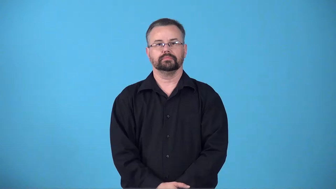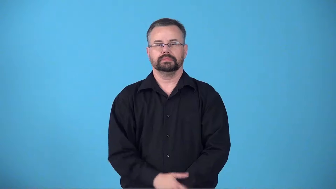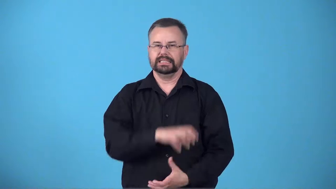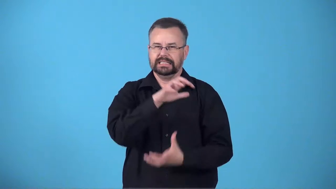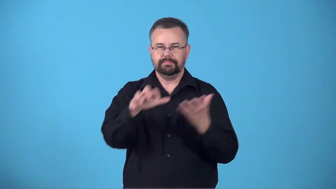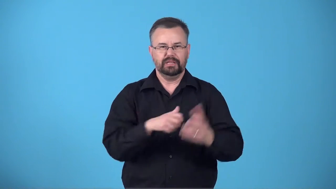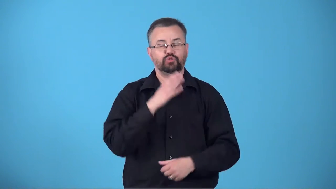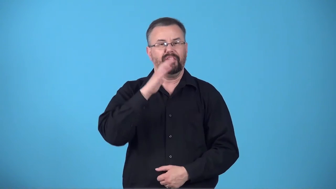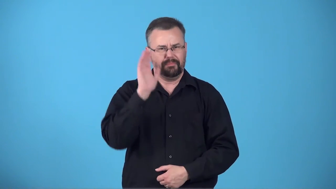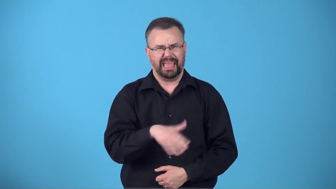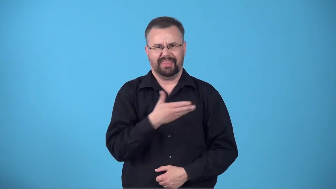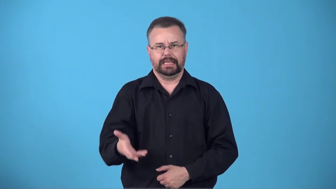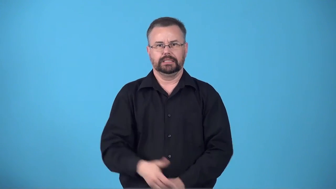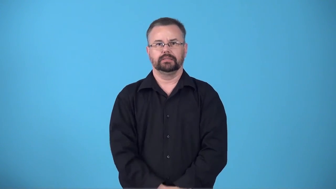brew-mixture of bad things